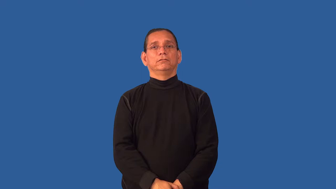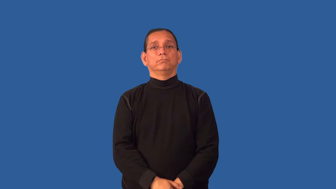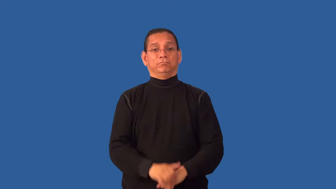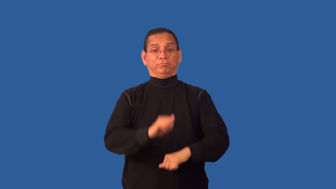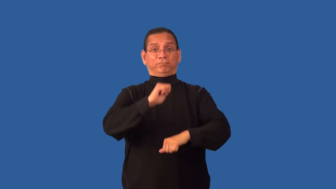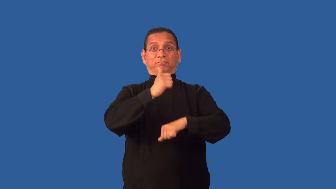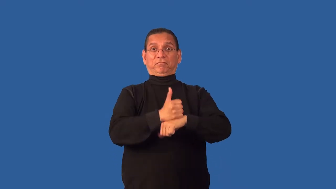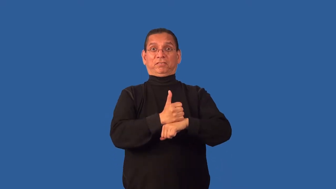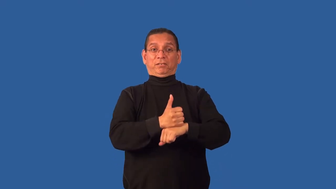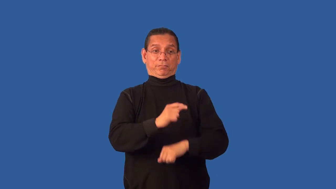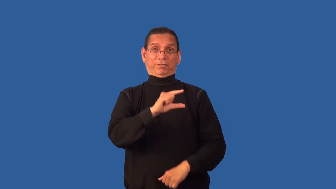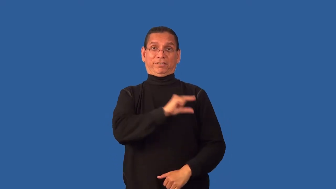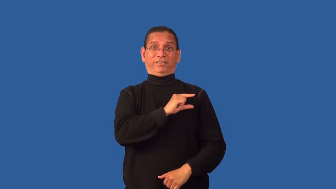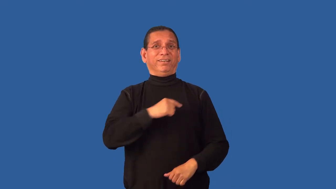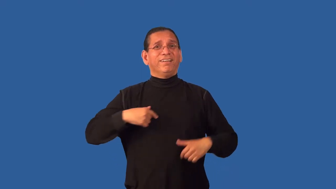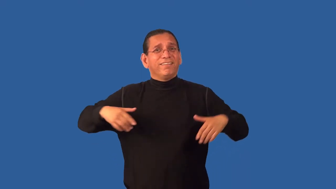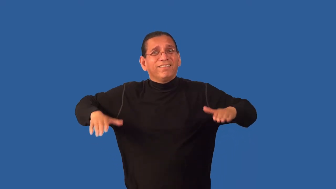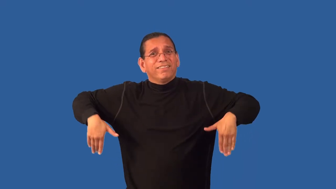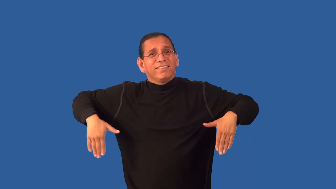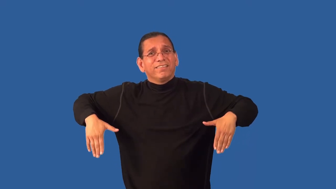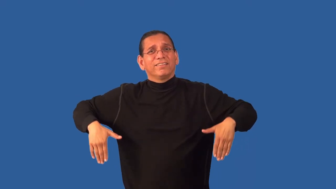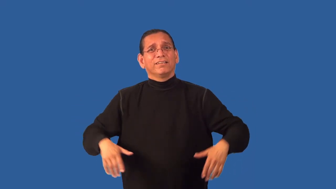framed-guilty